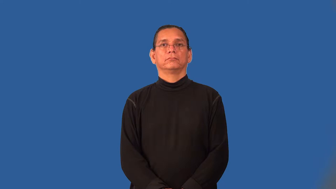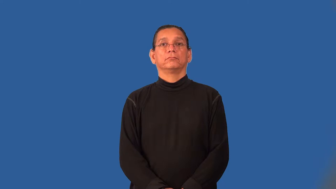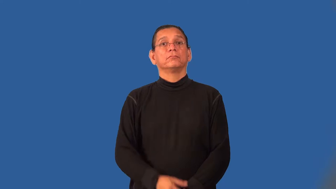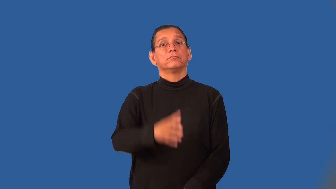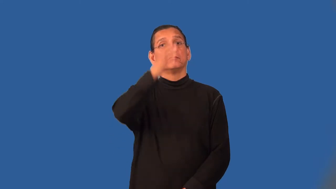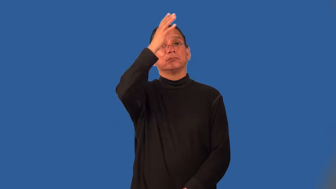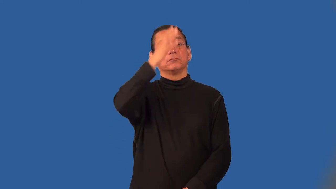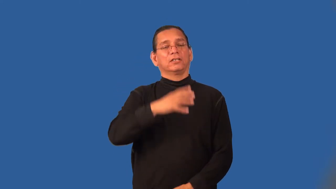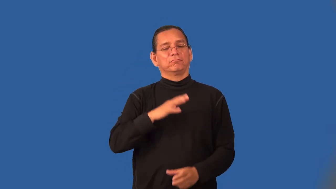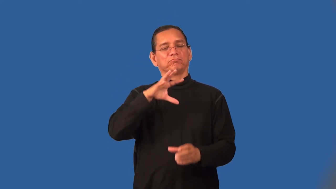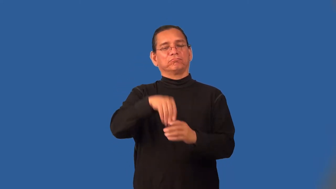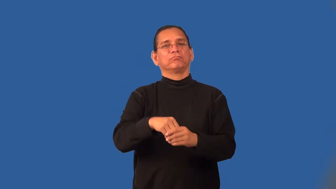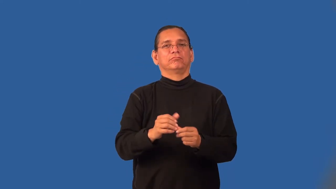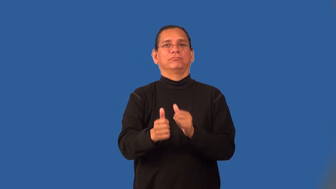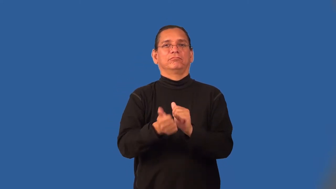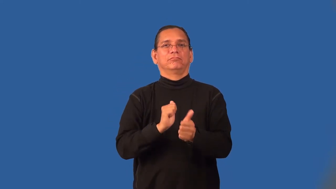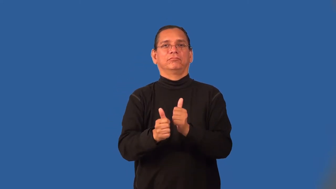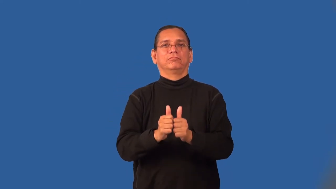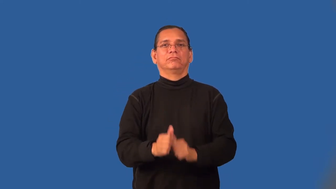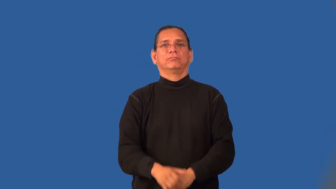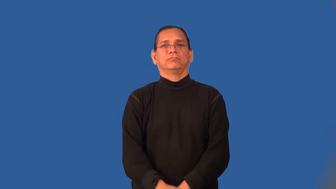sportsman,sportsperson